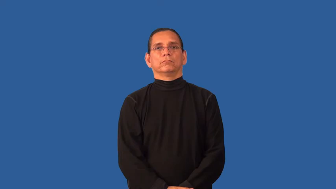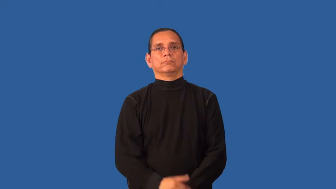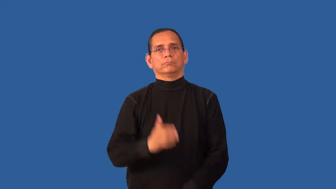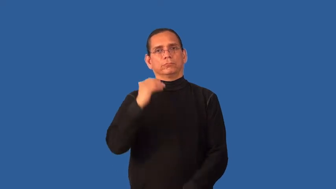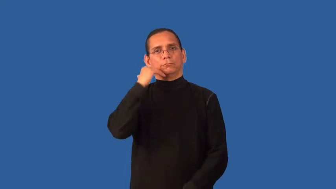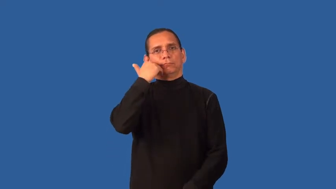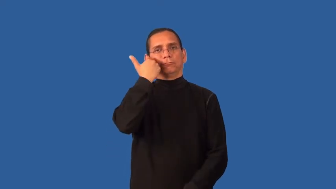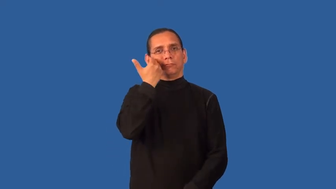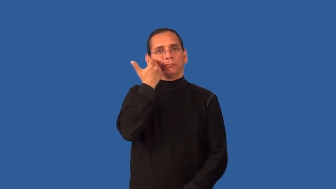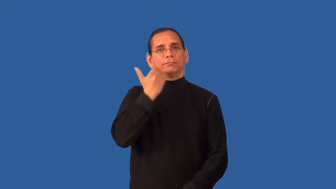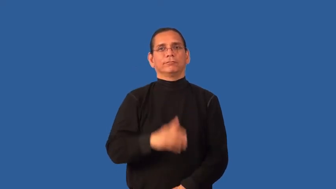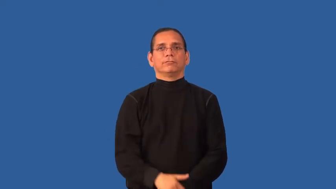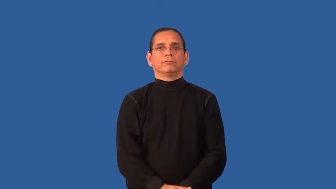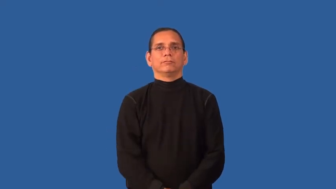demure